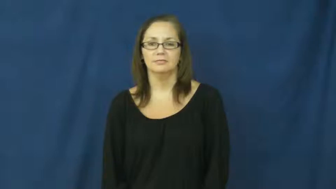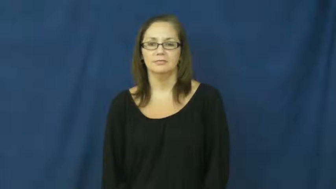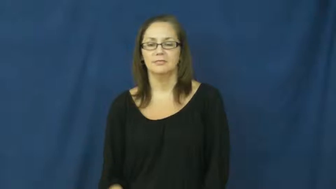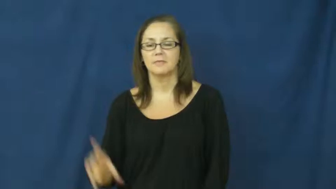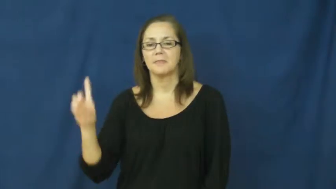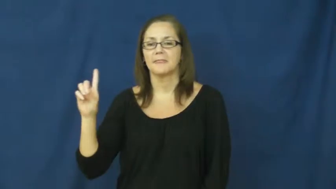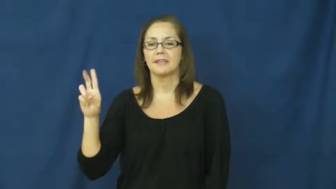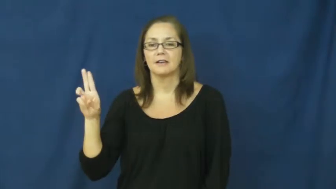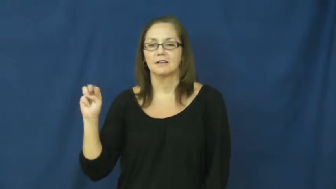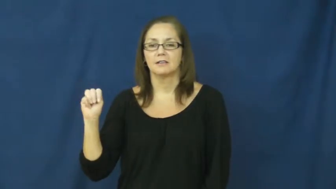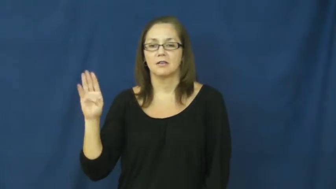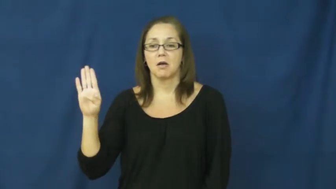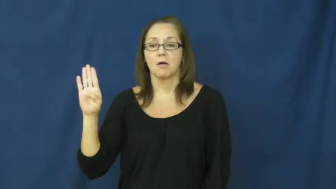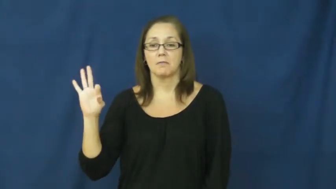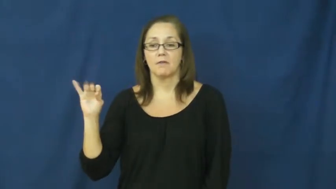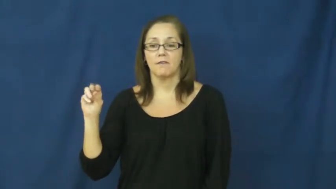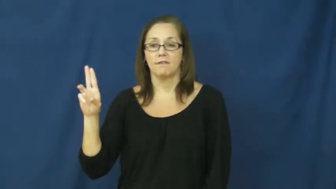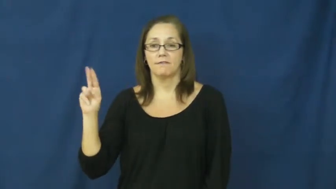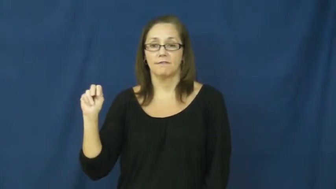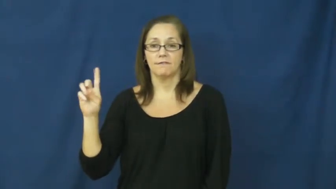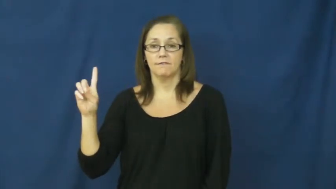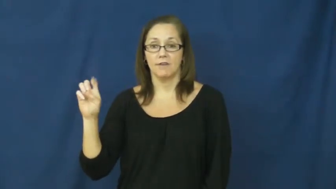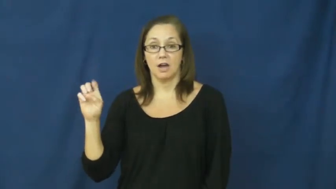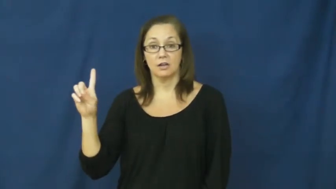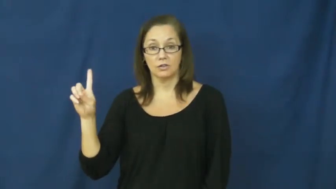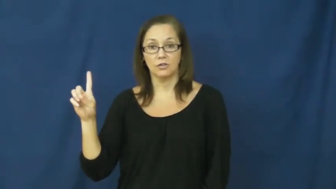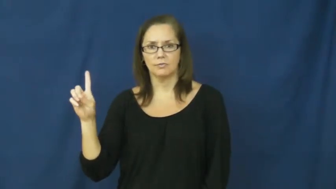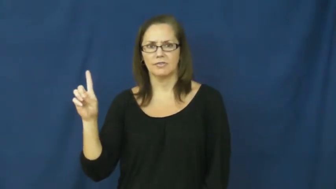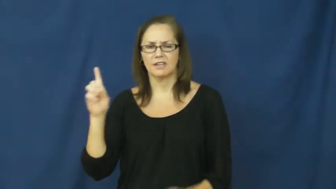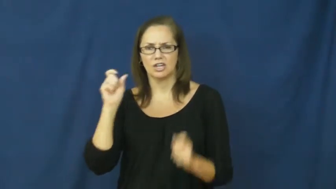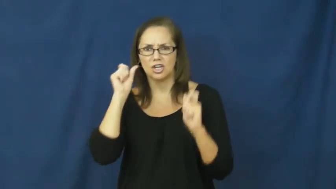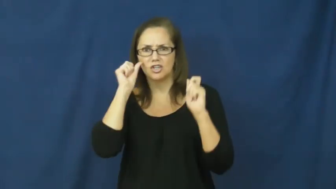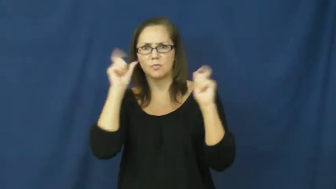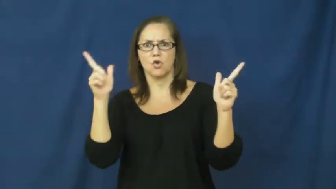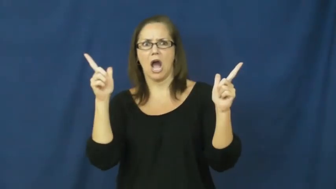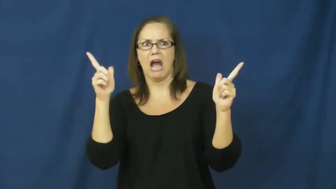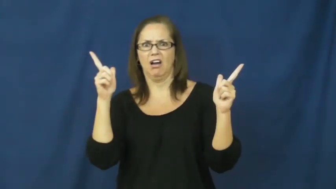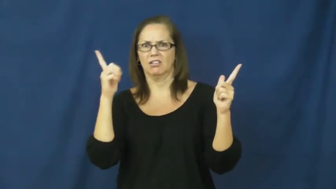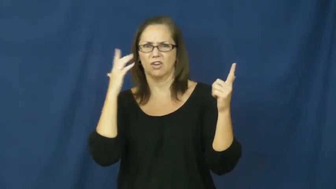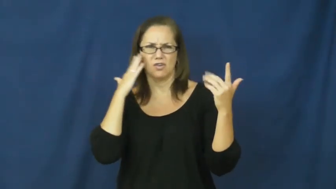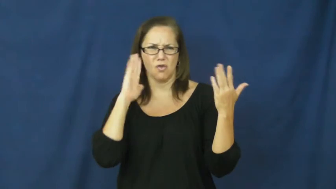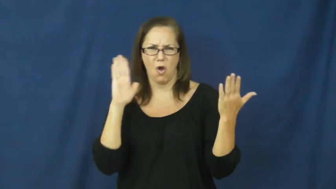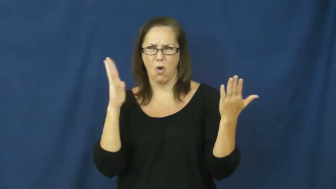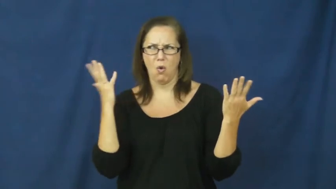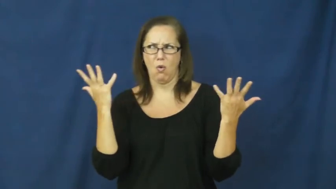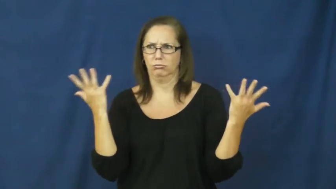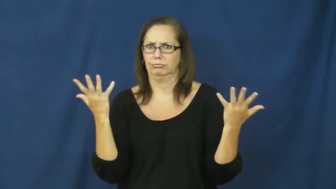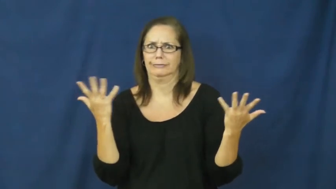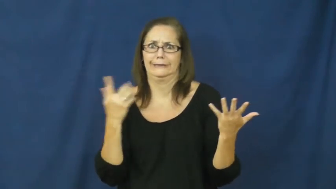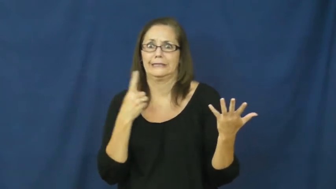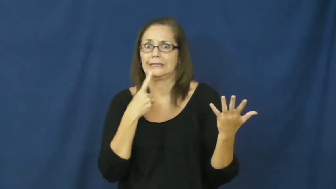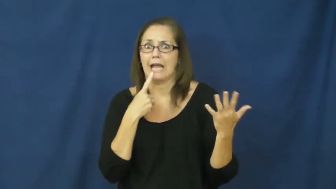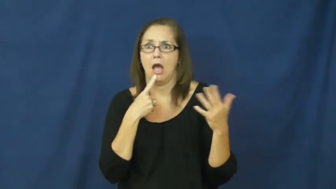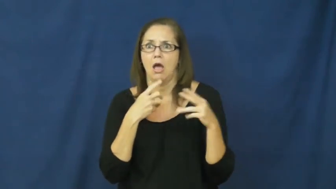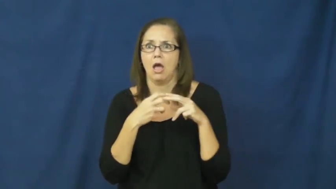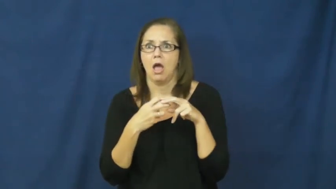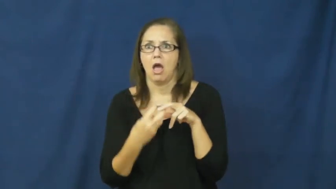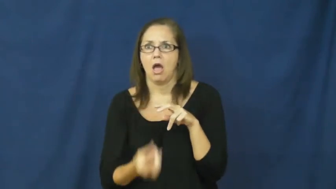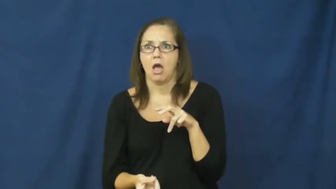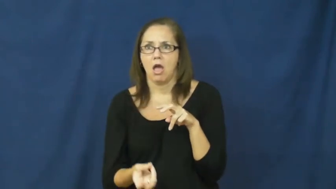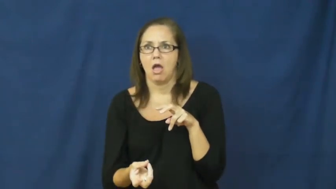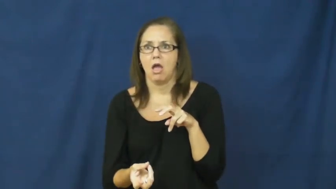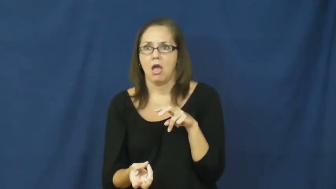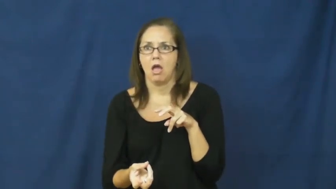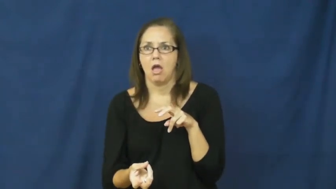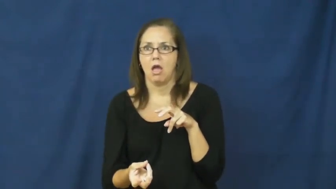dumbfounded